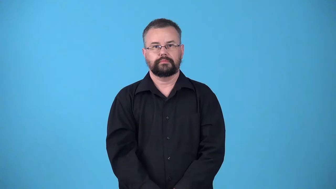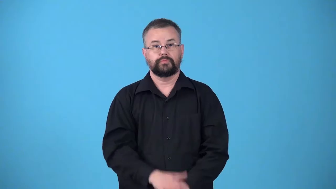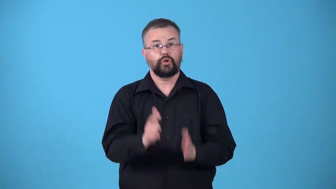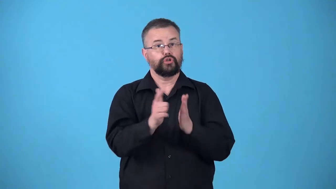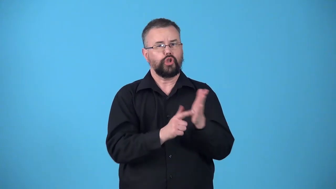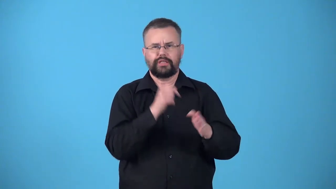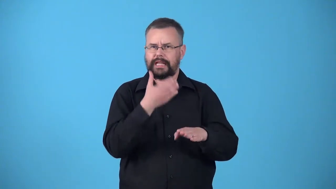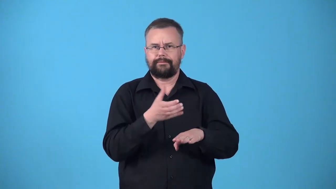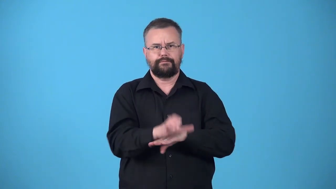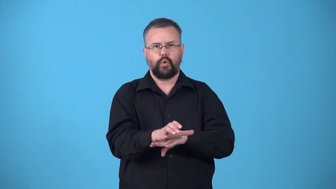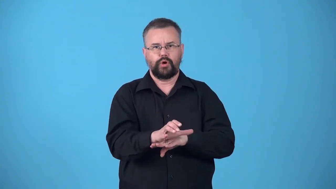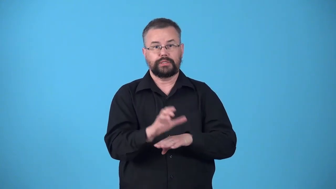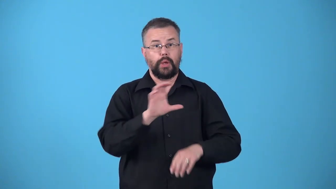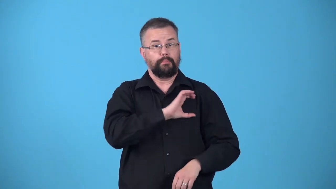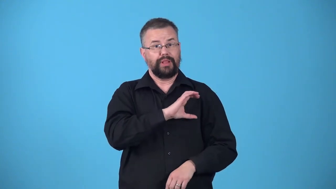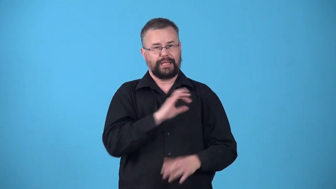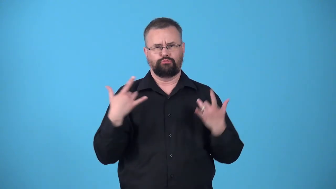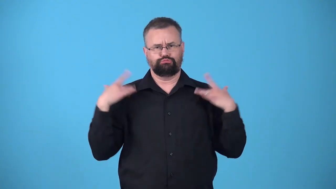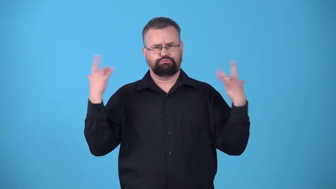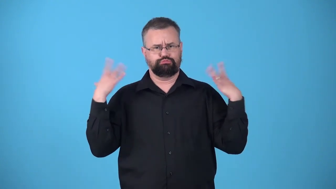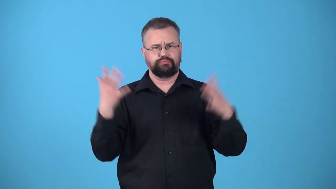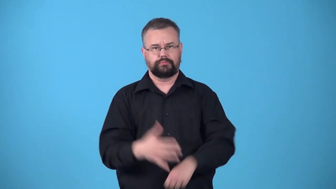unenforced